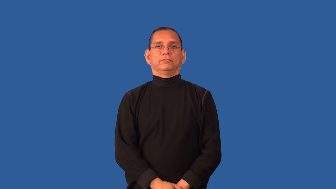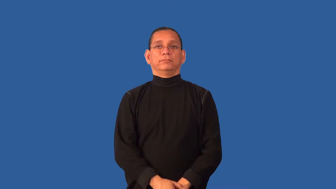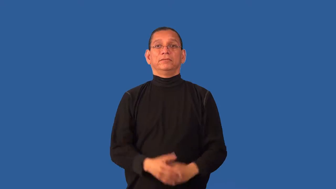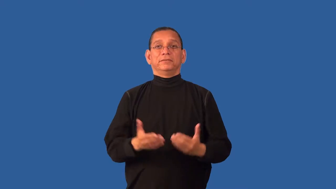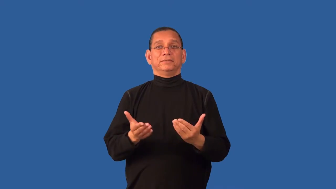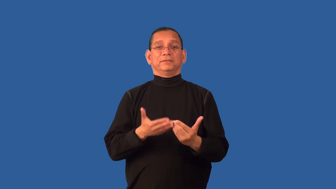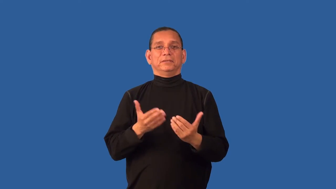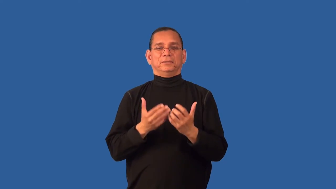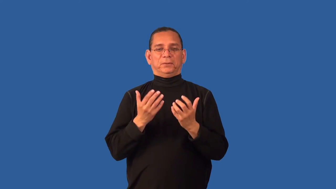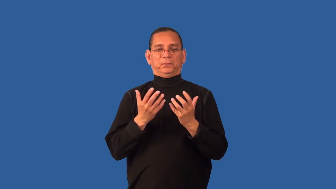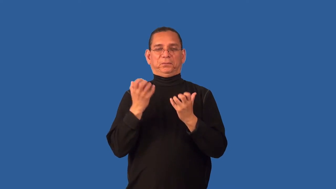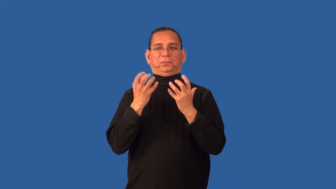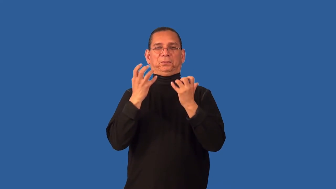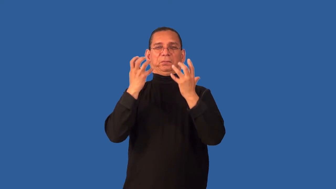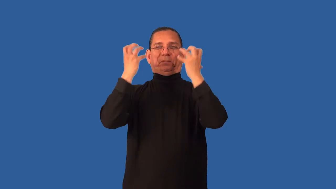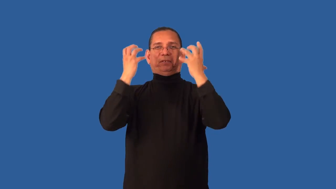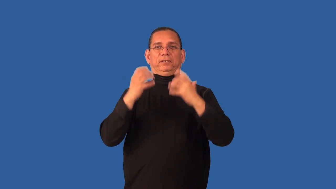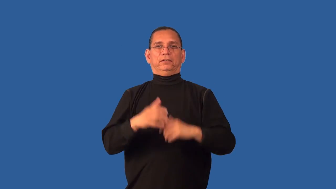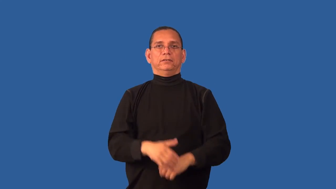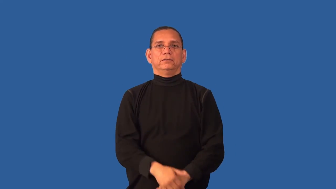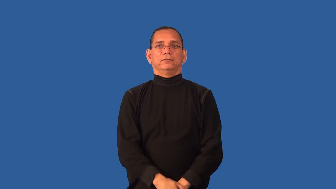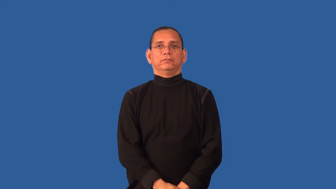crusty-annoyed